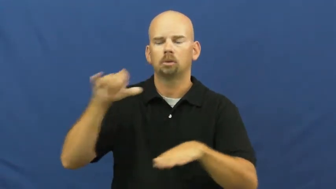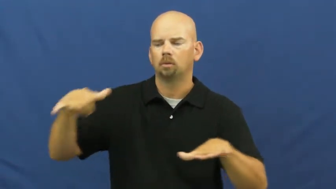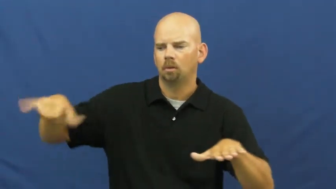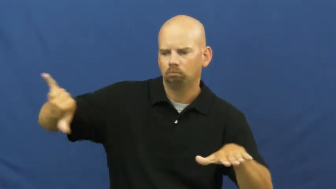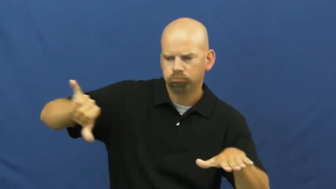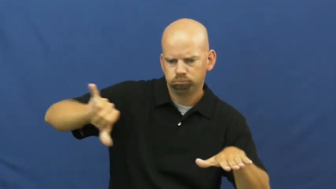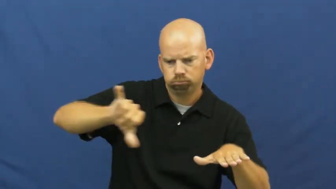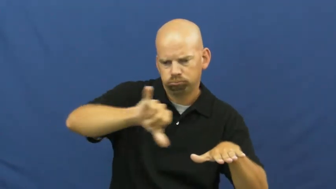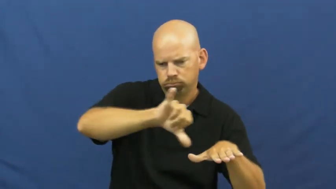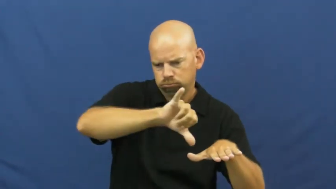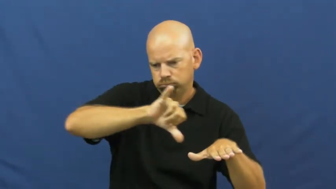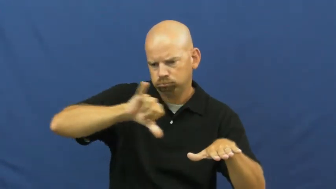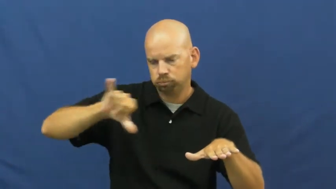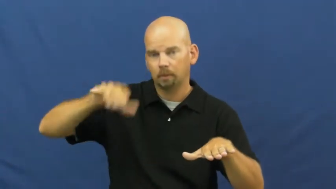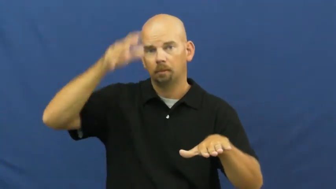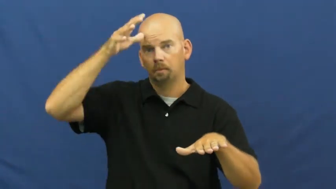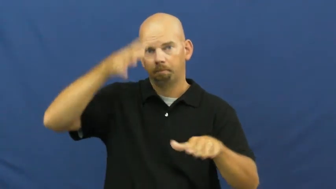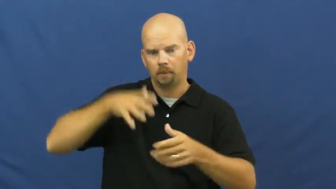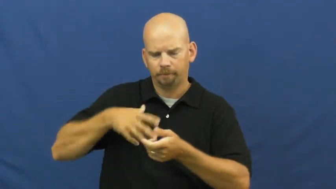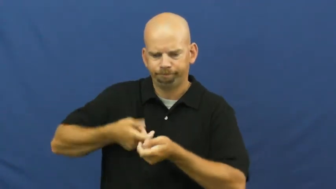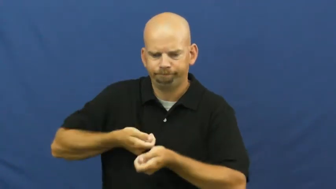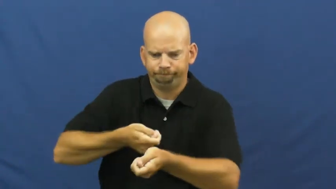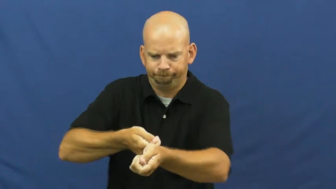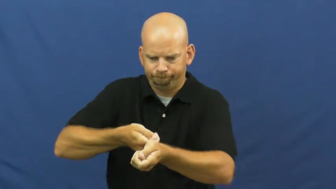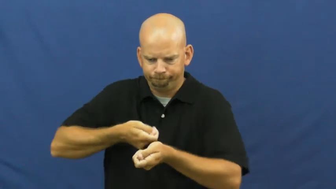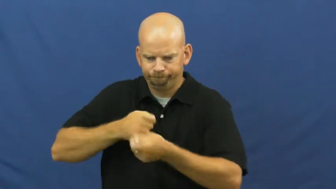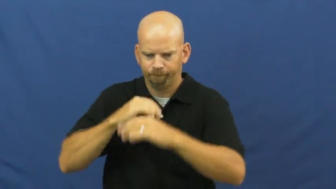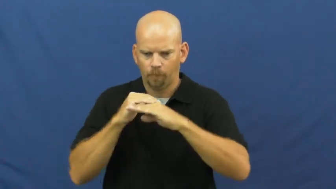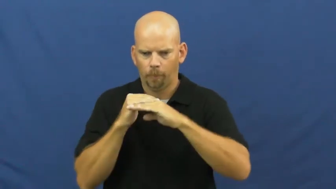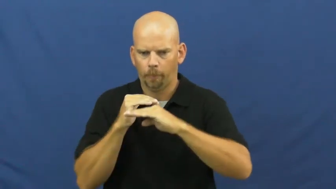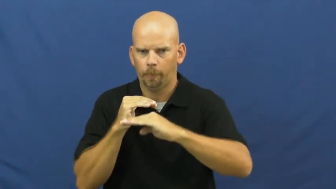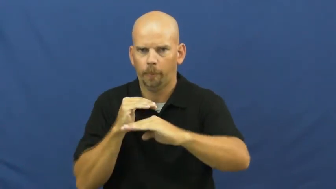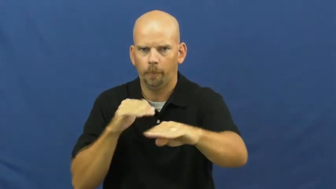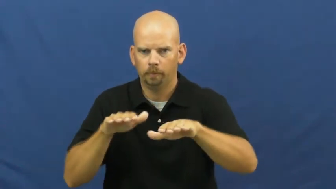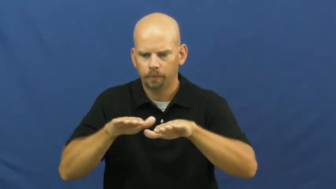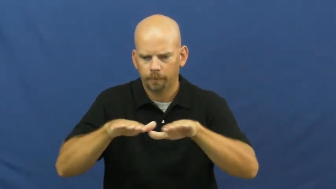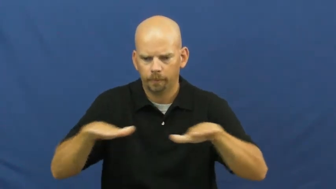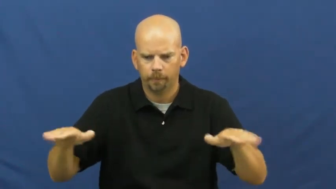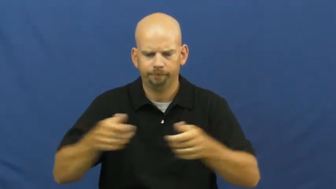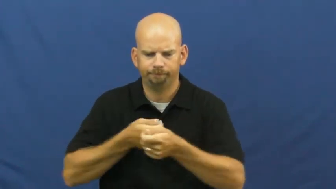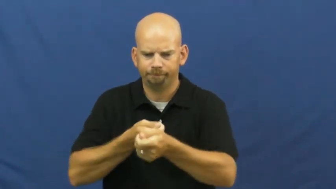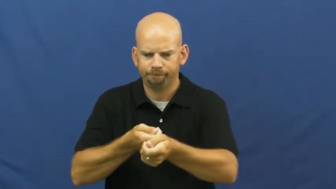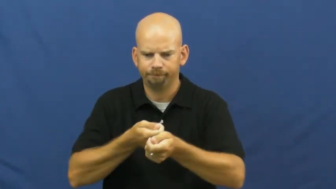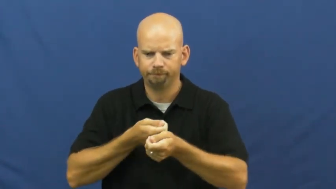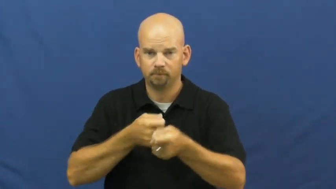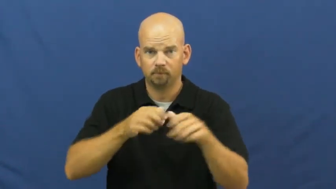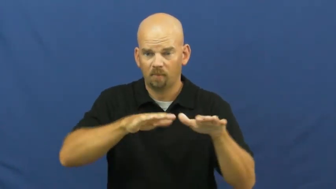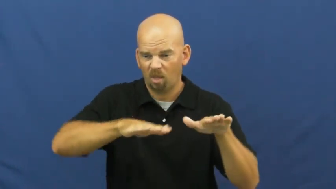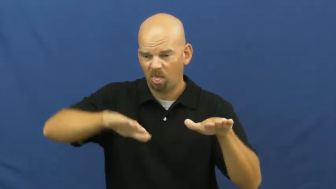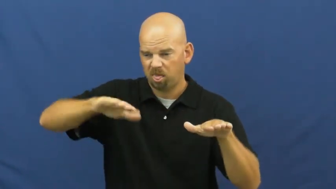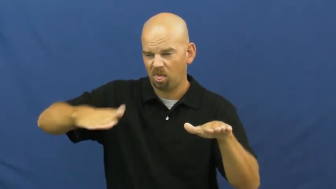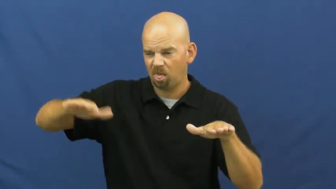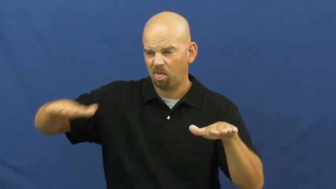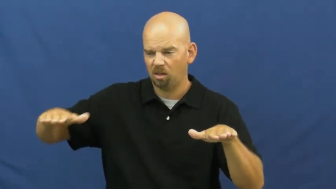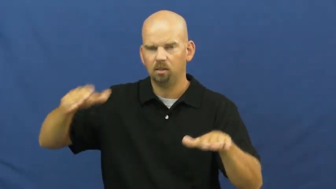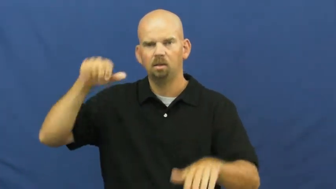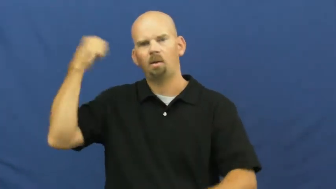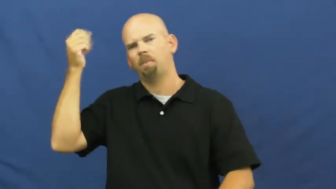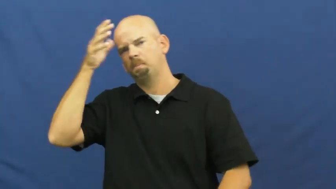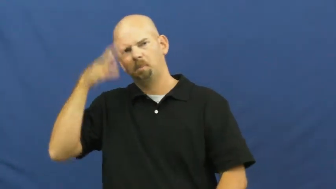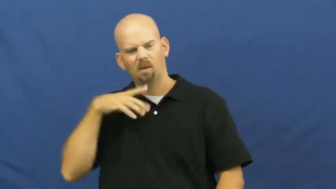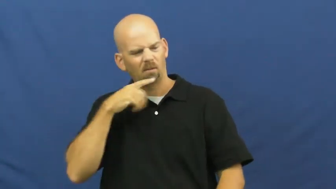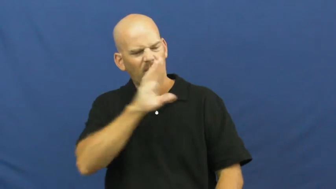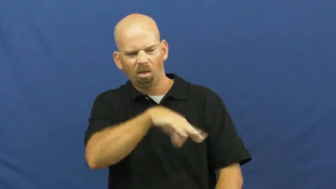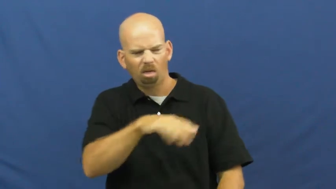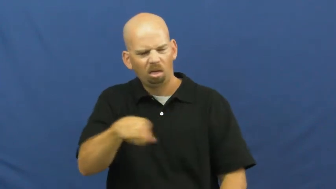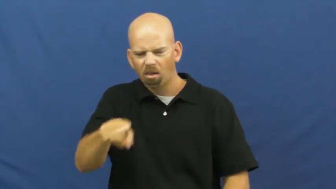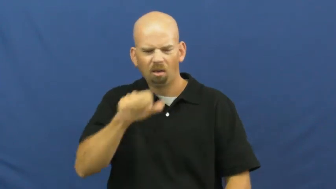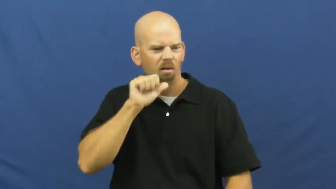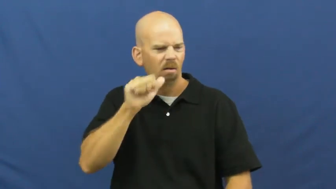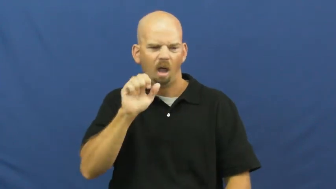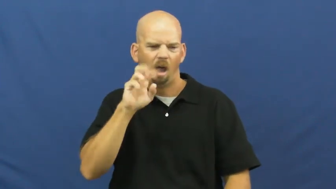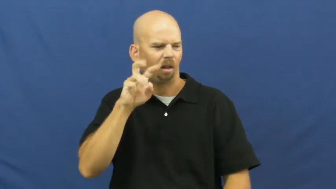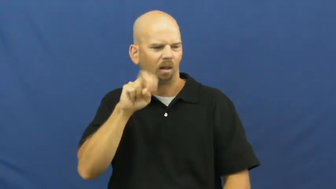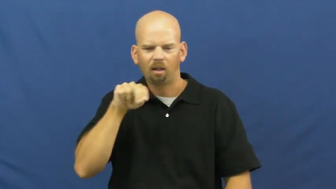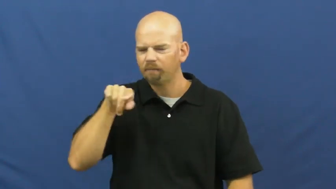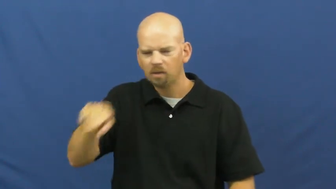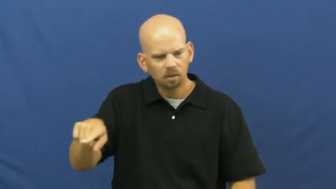even-smooth